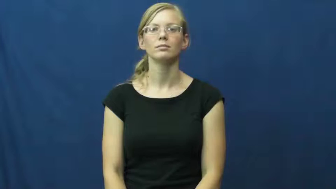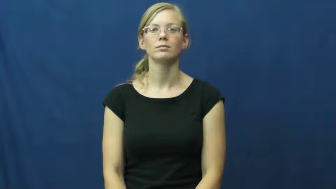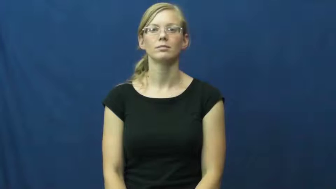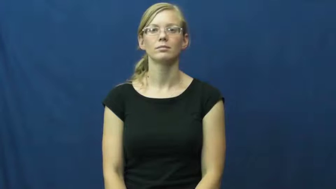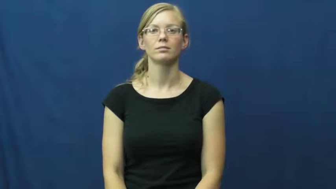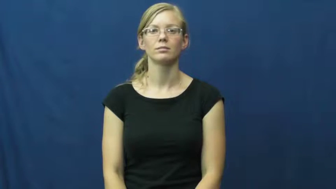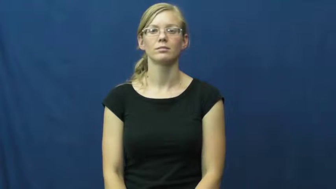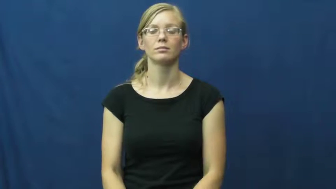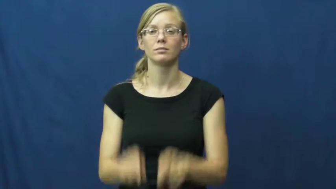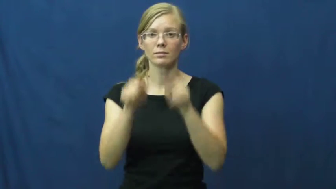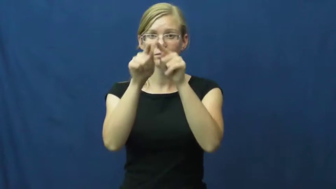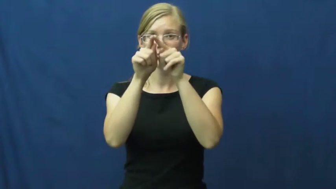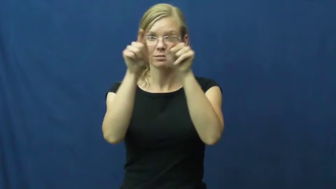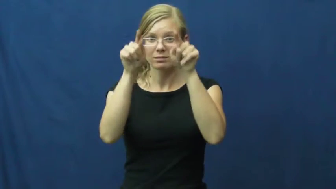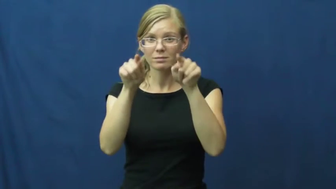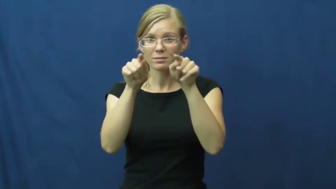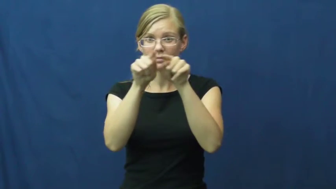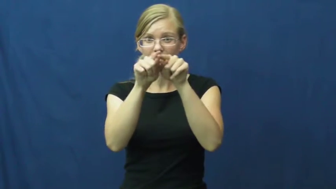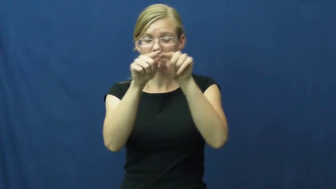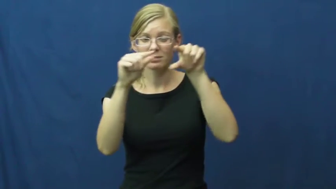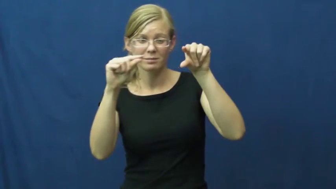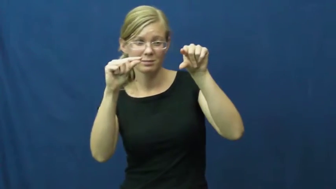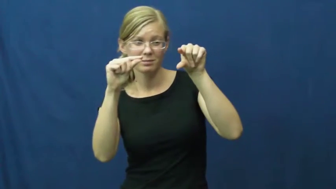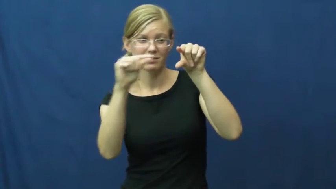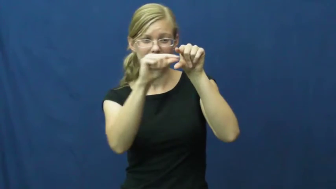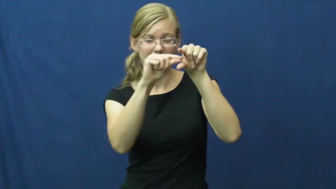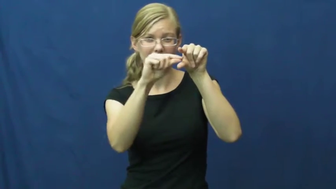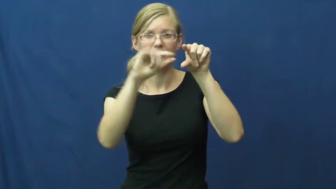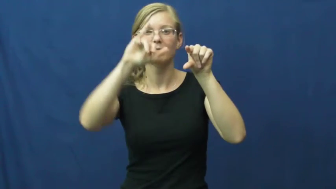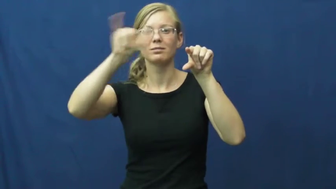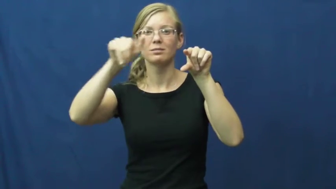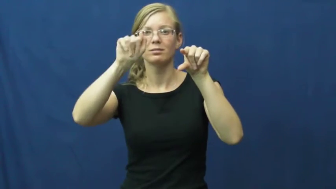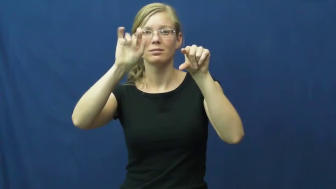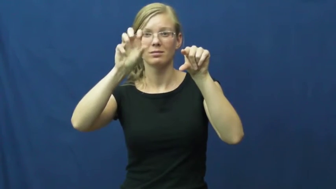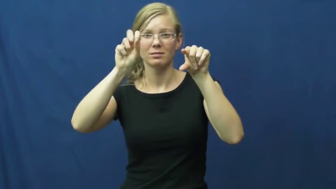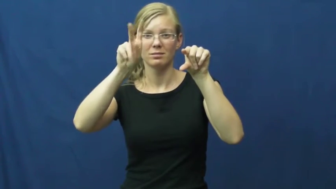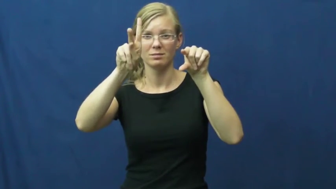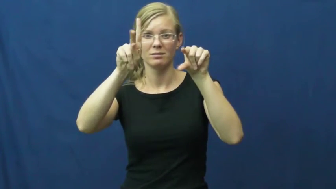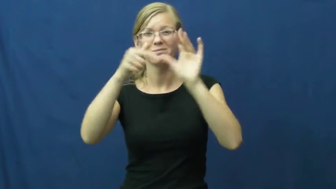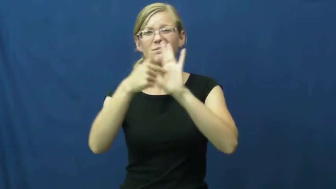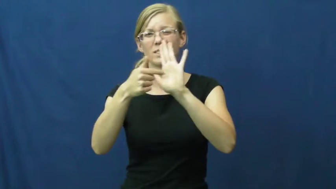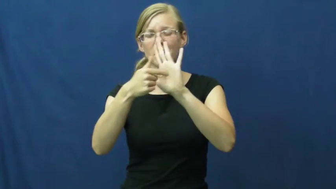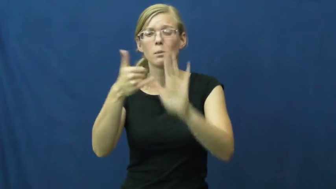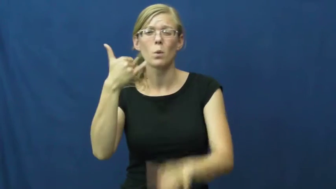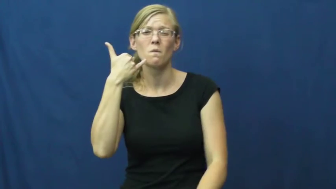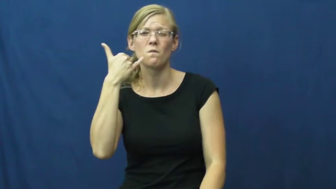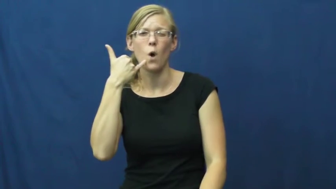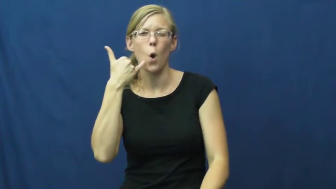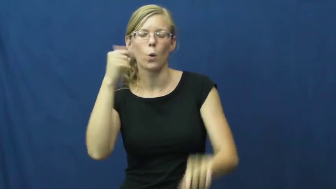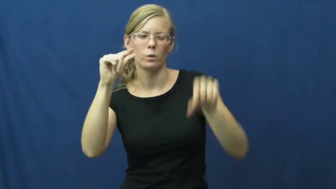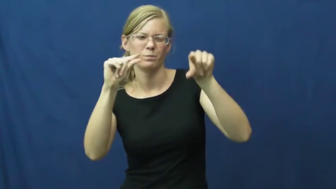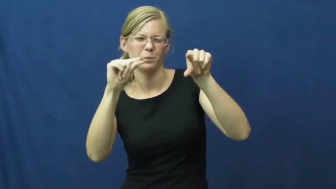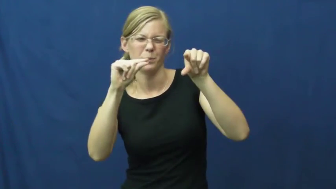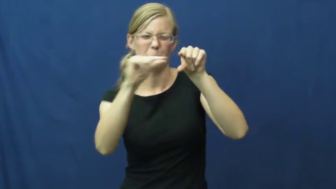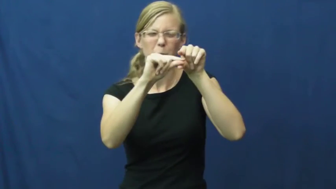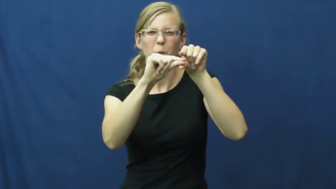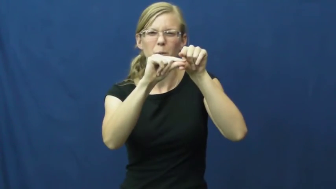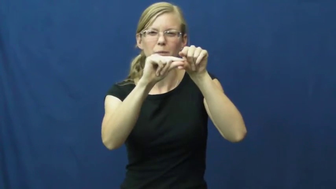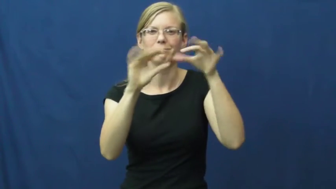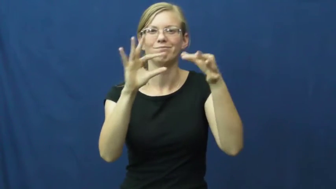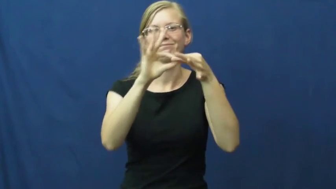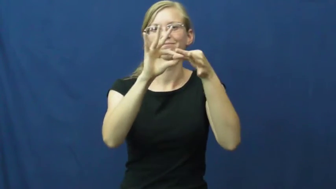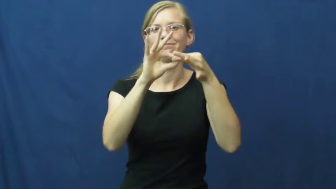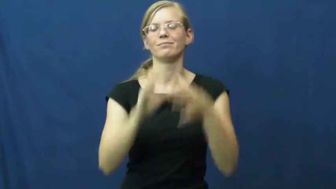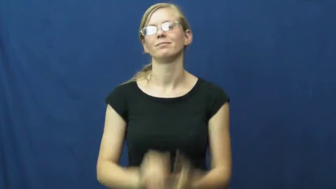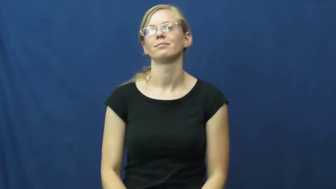jack-plug